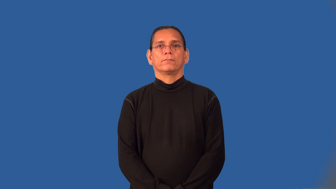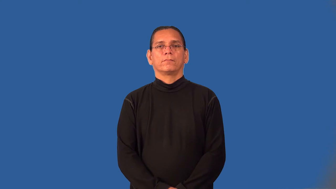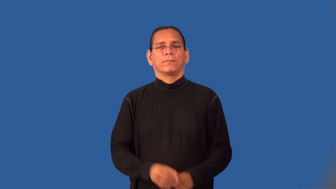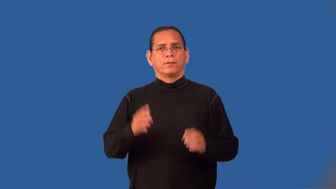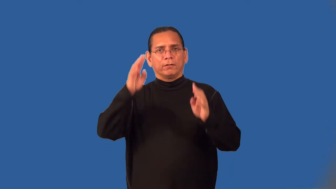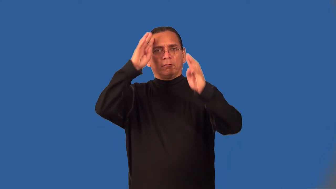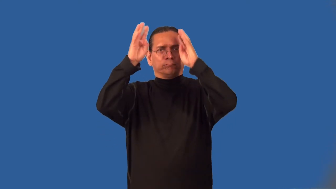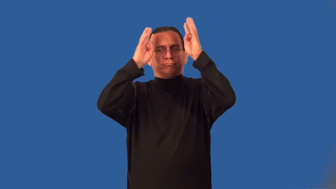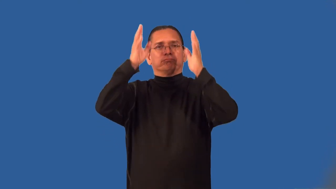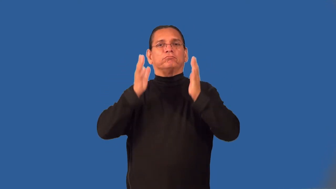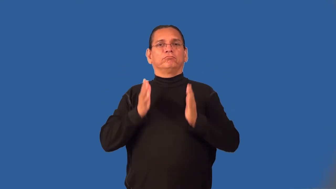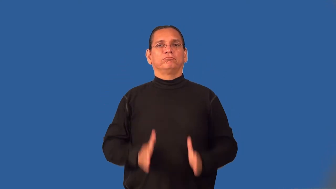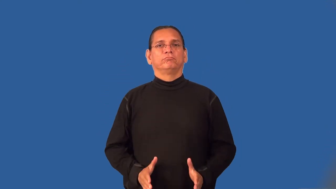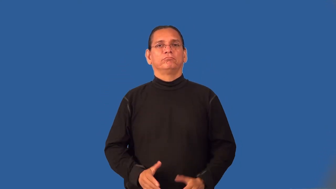innovator